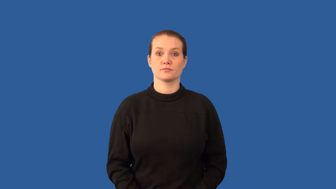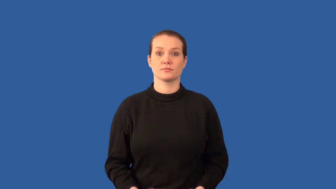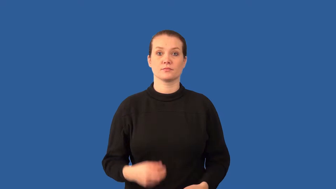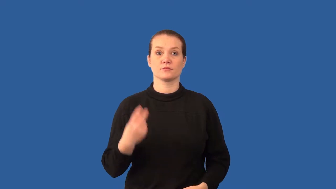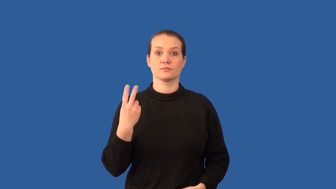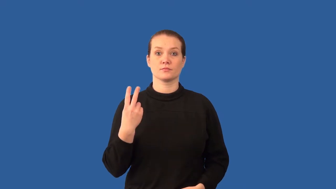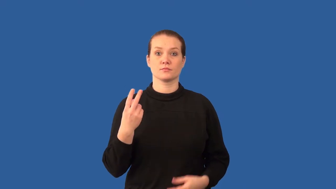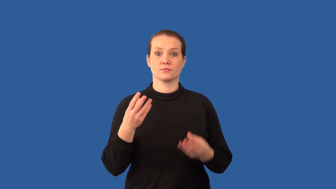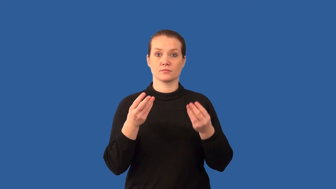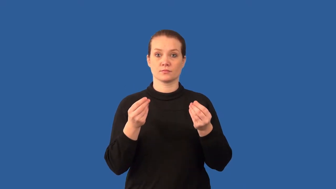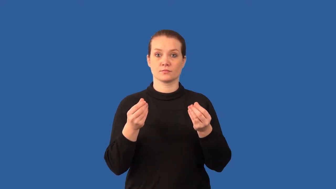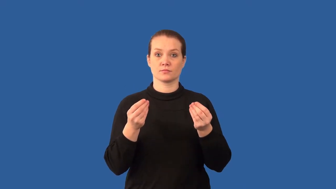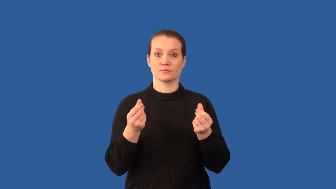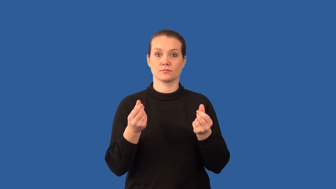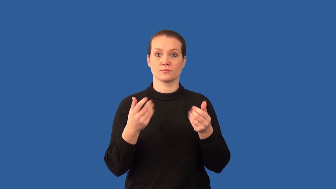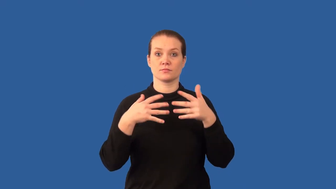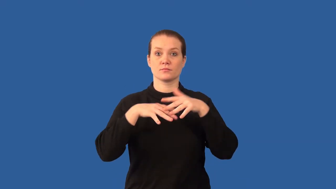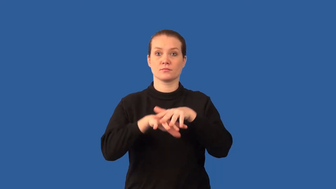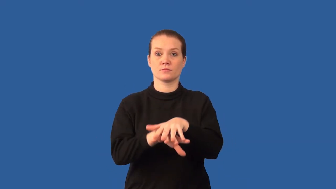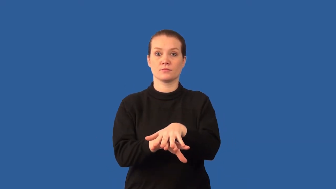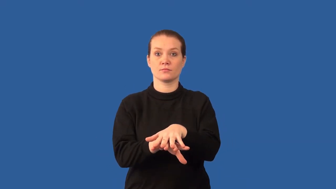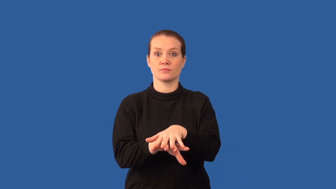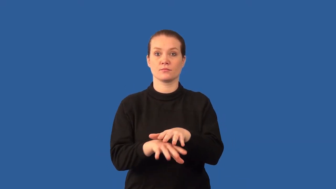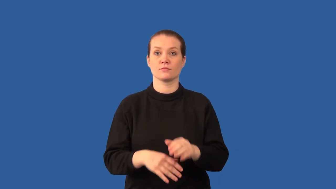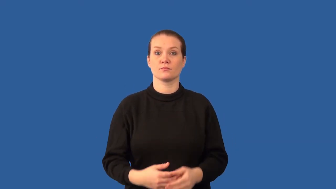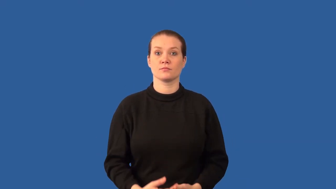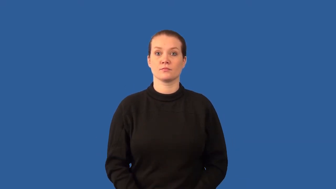composite-materials